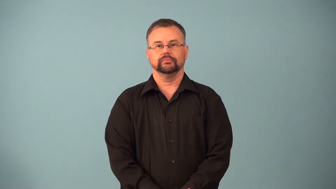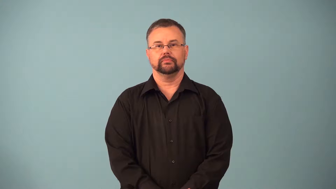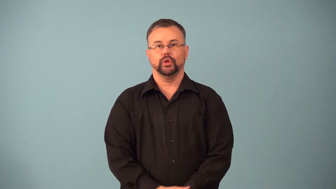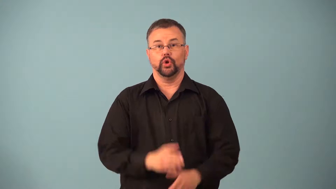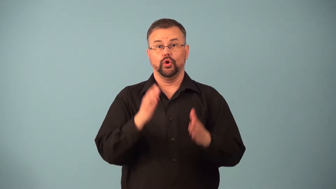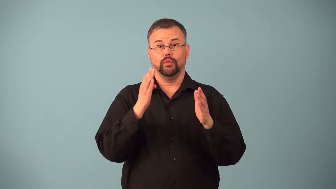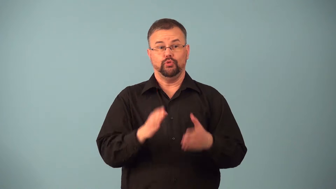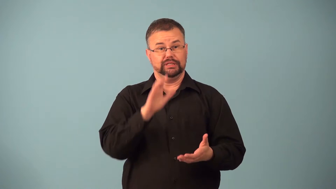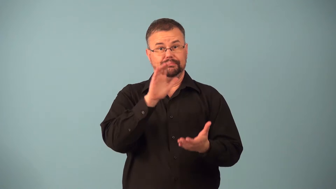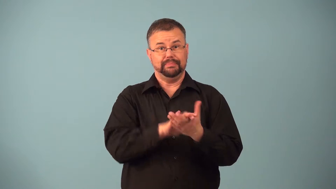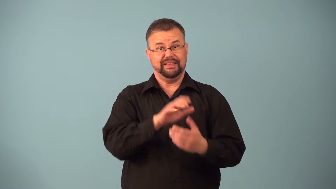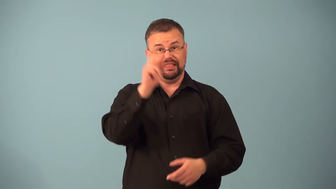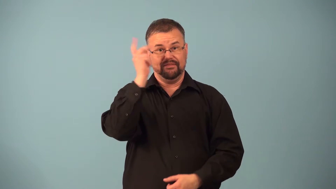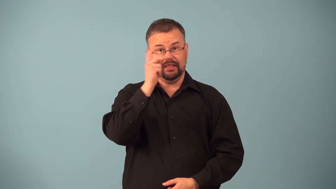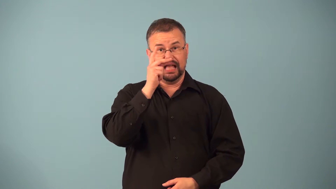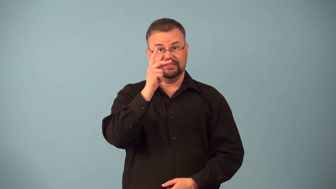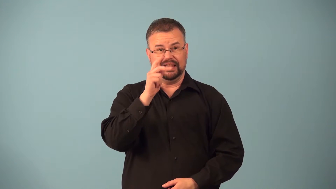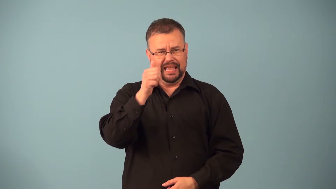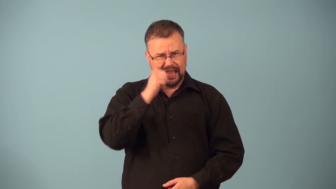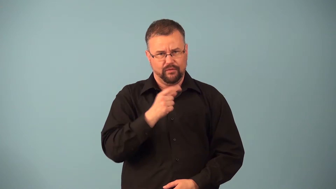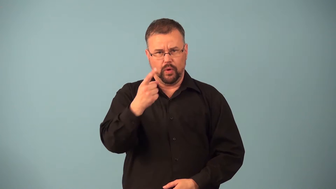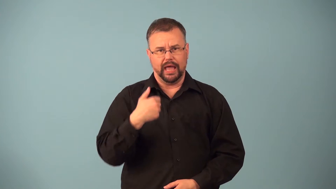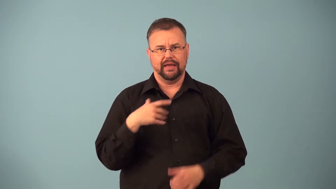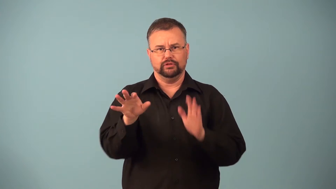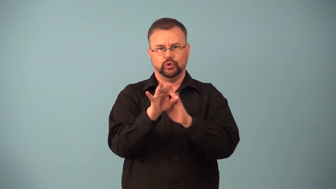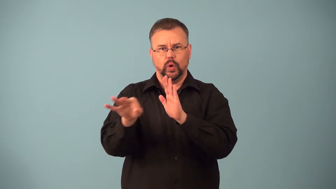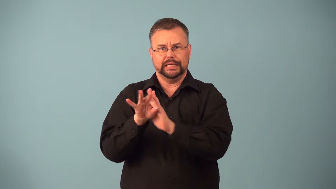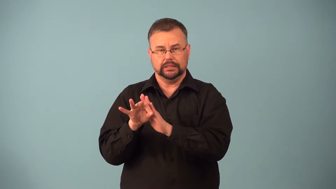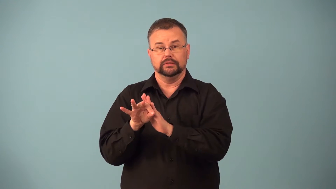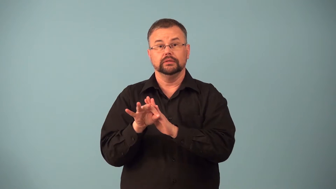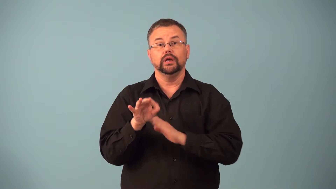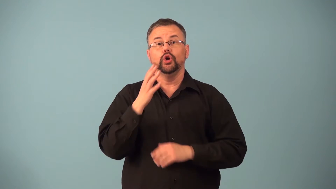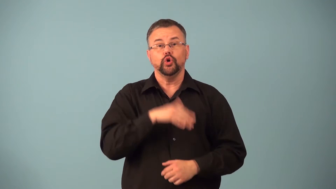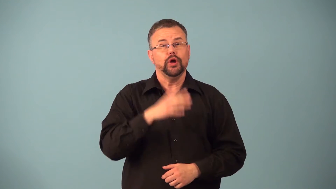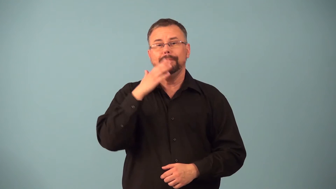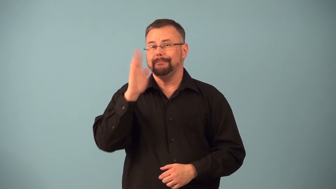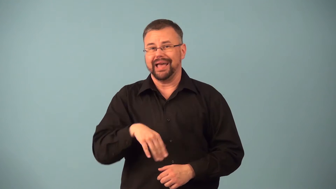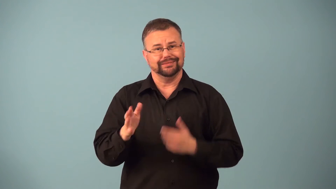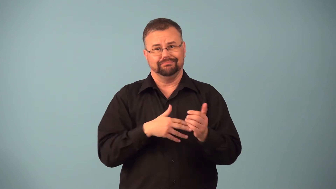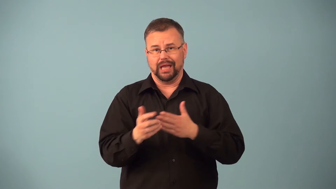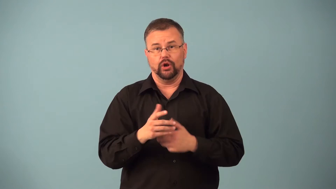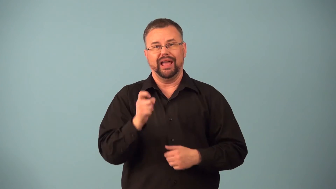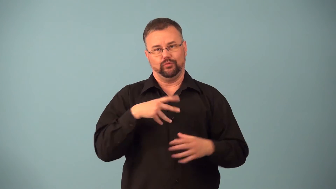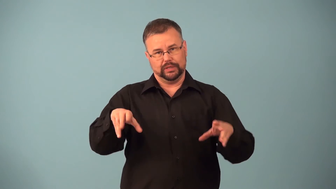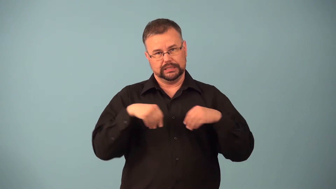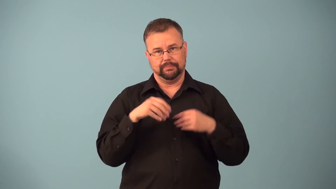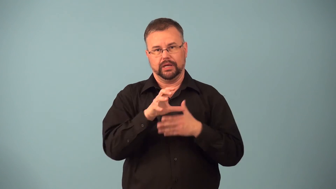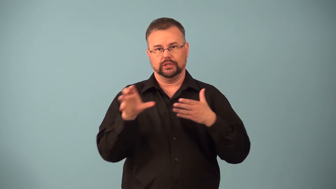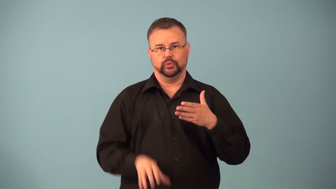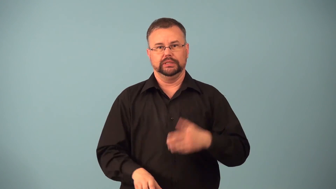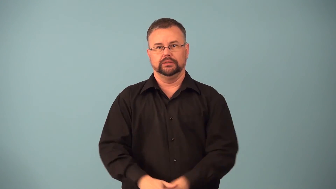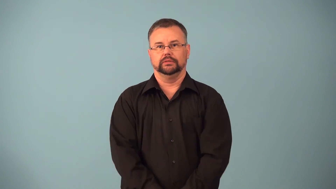existentialist